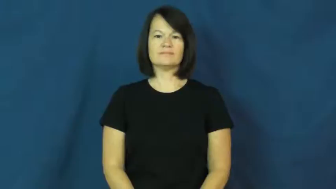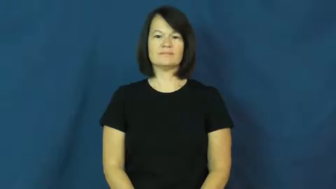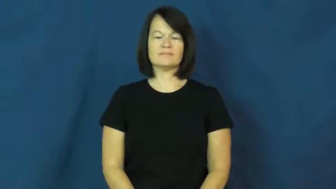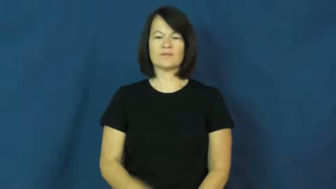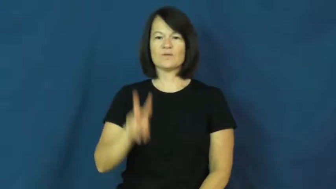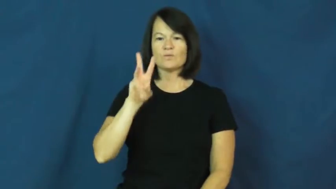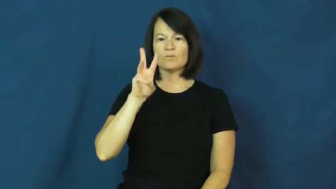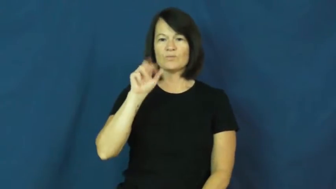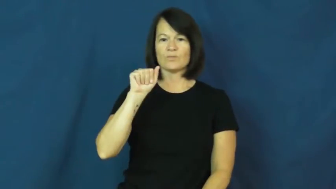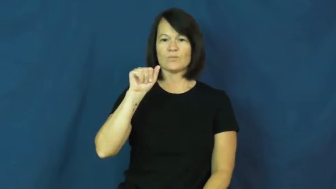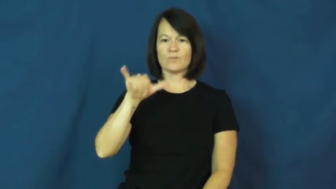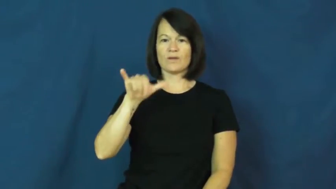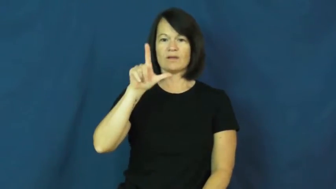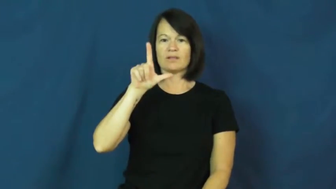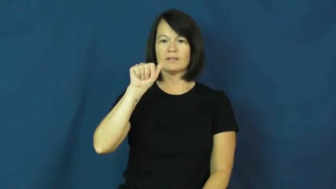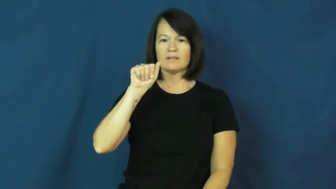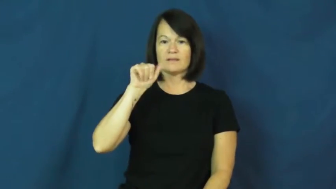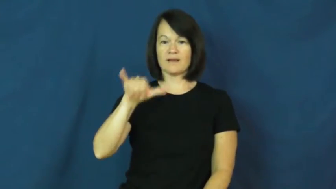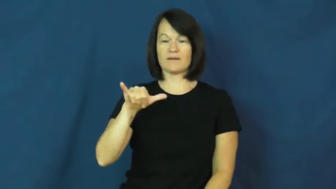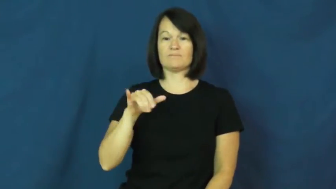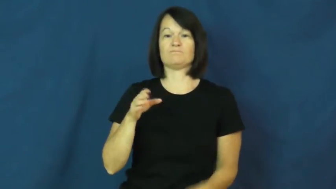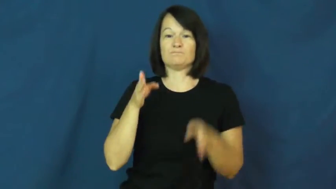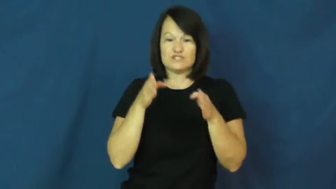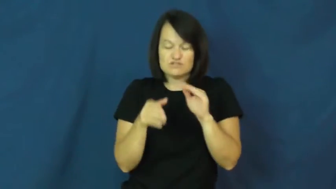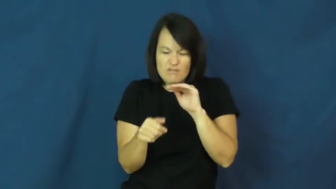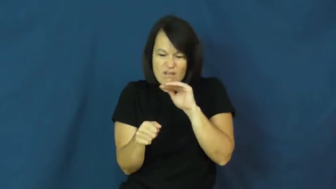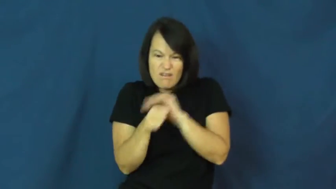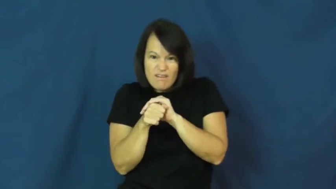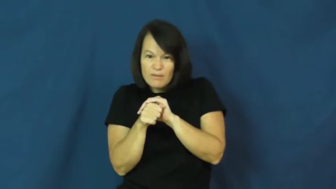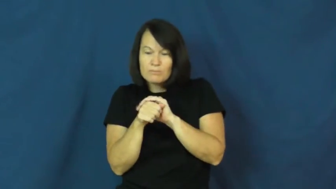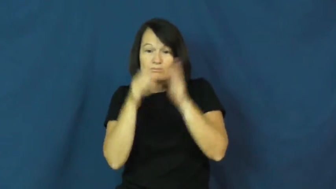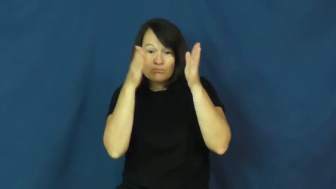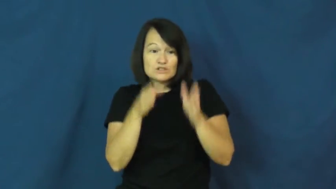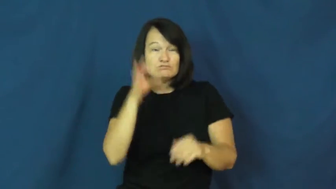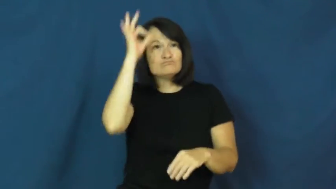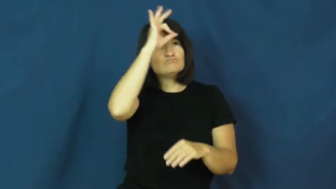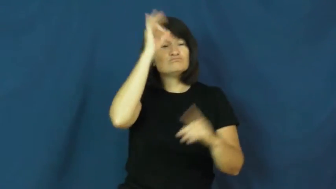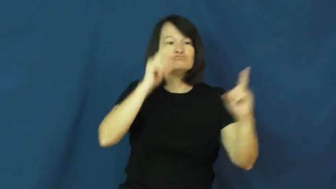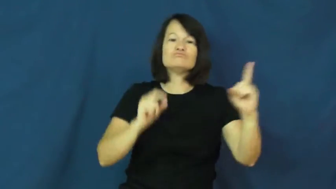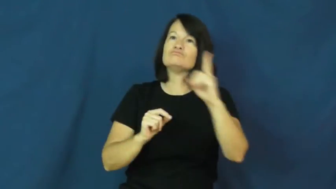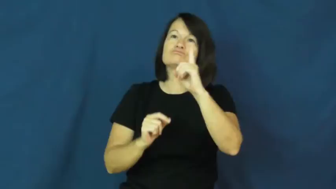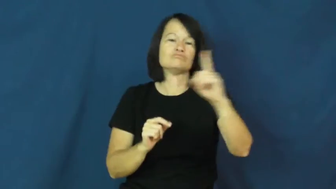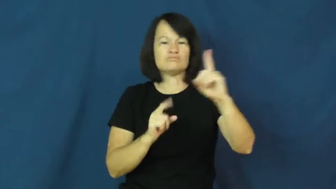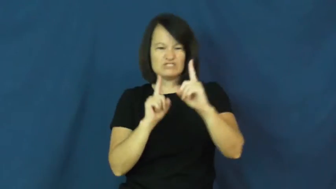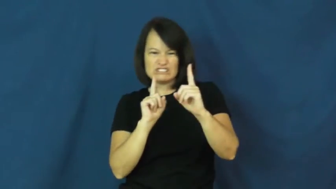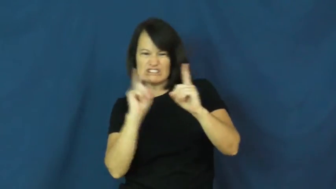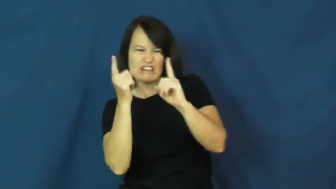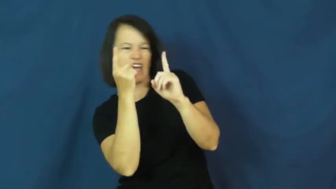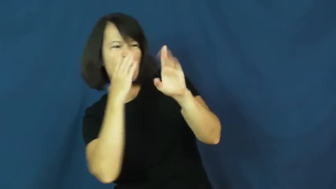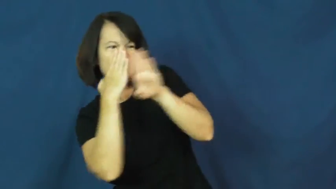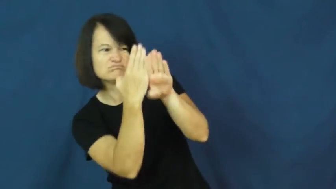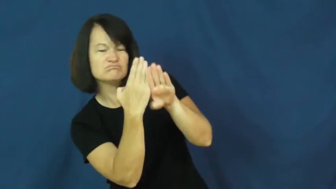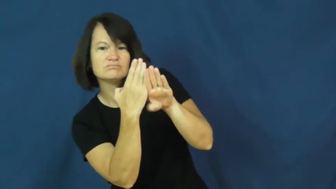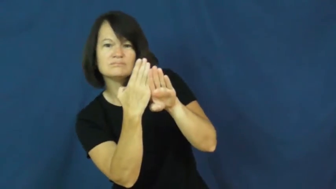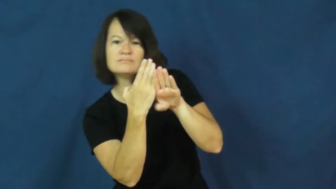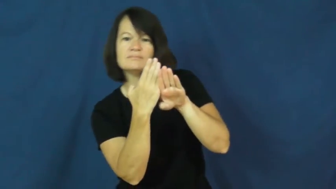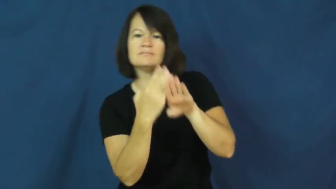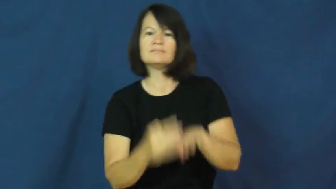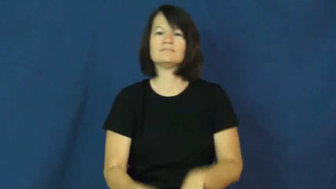waylay